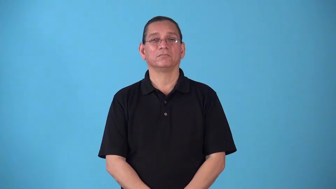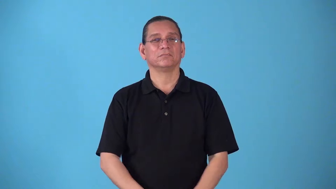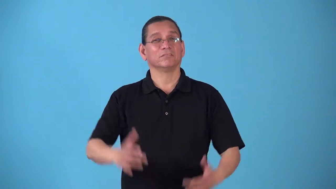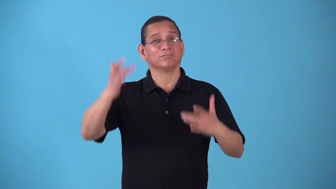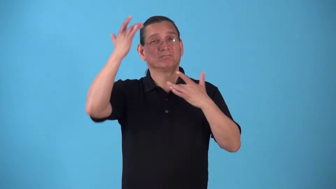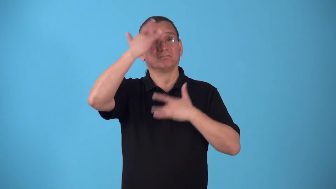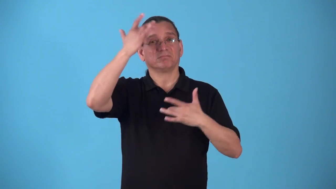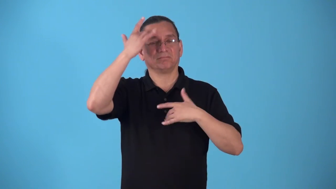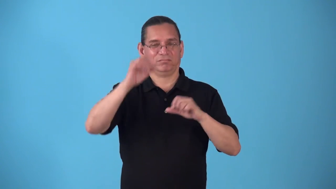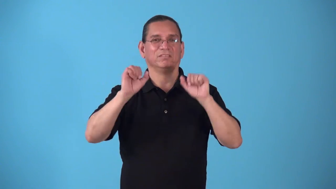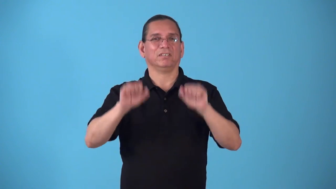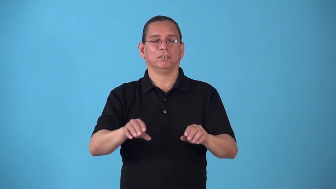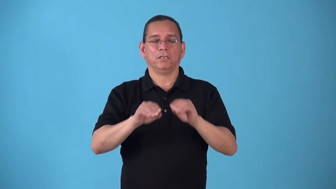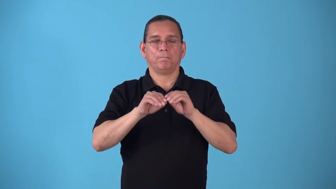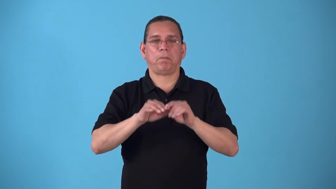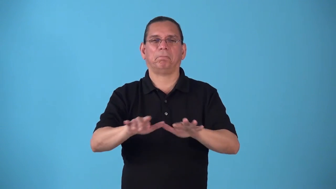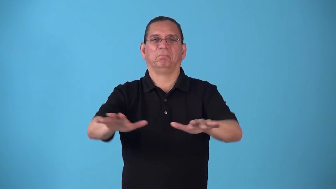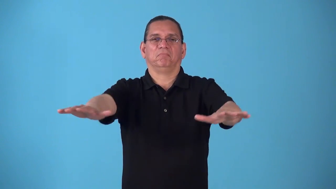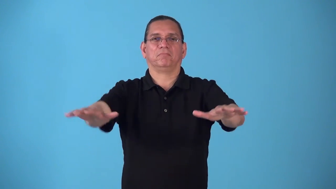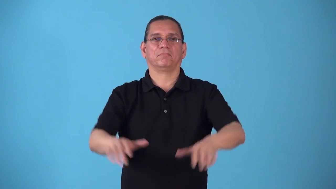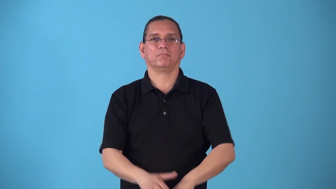spreadable-disease